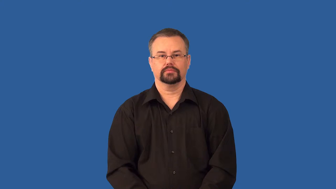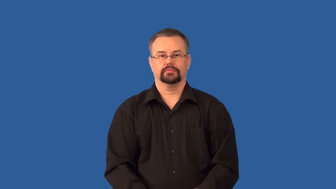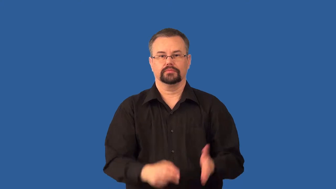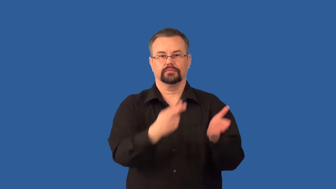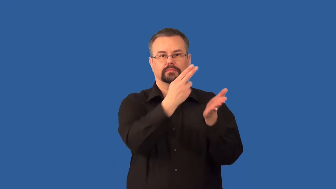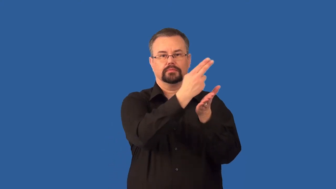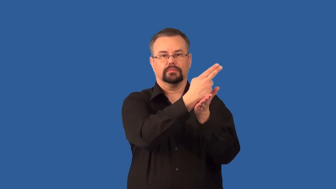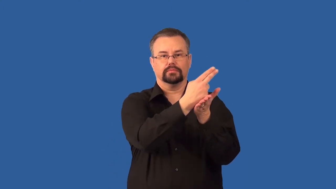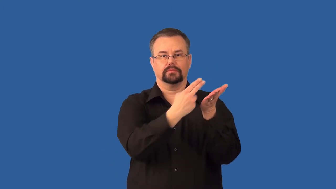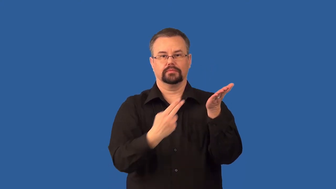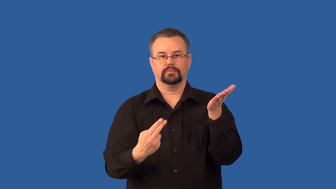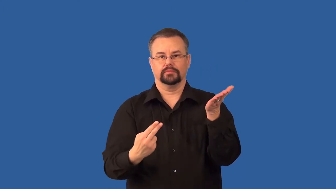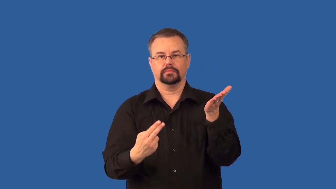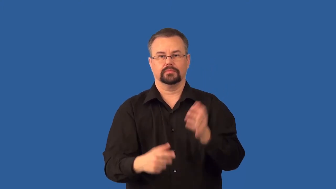hormone